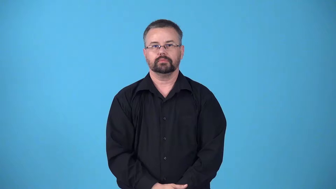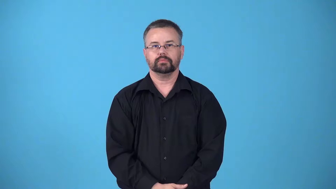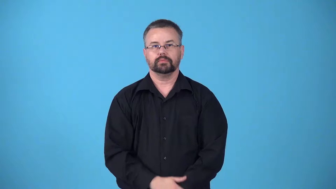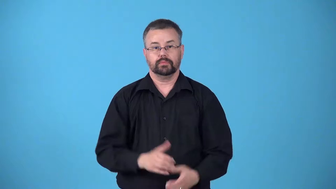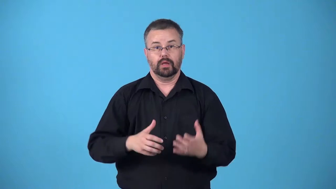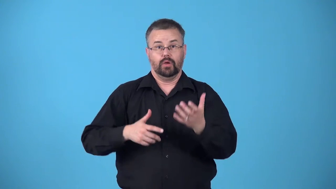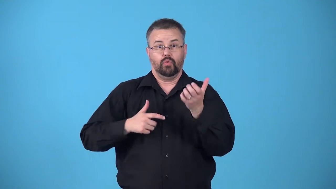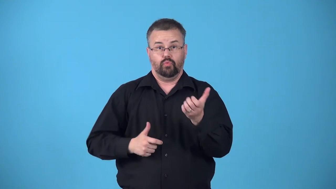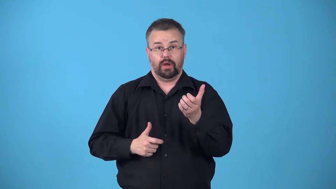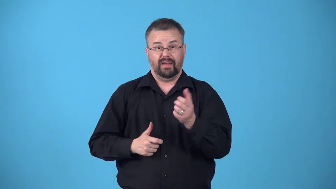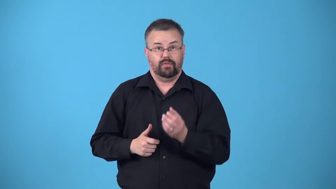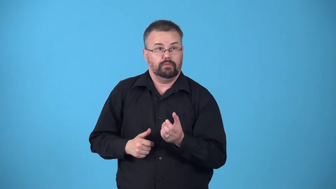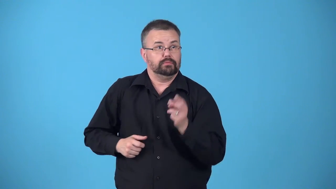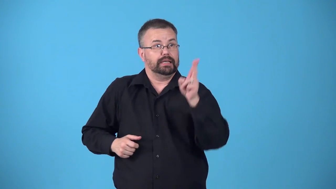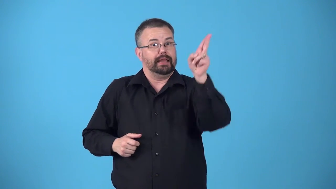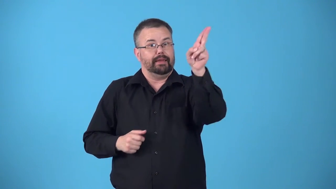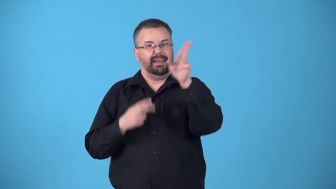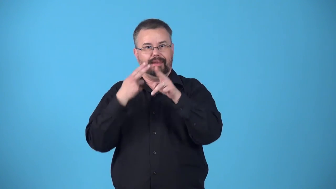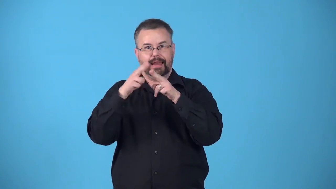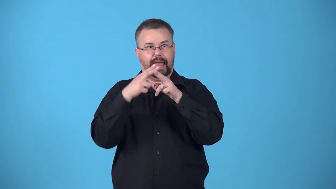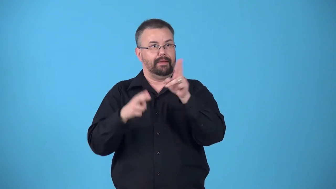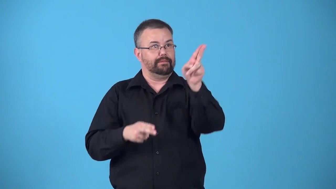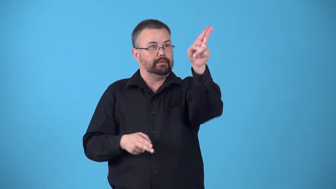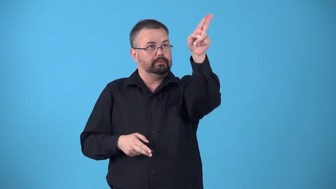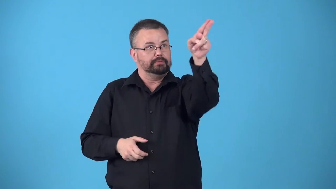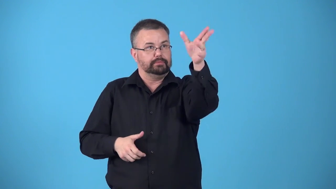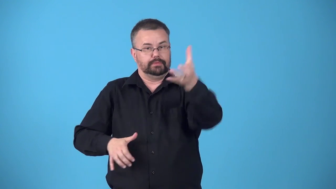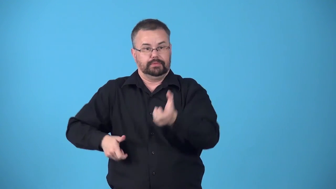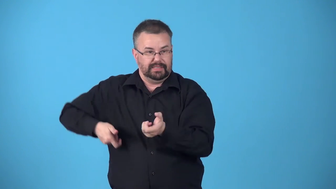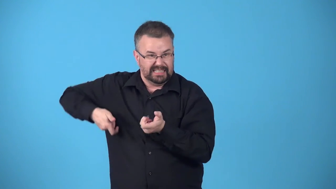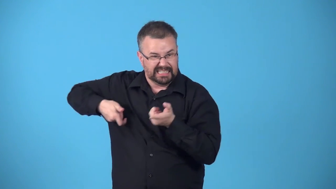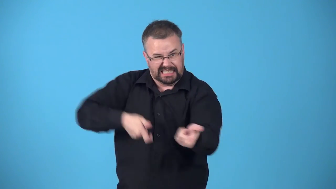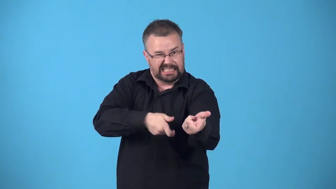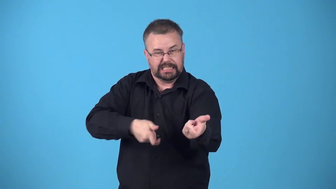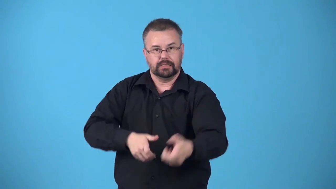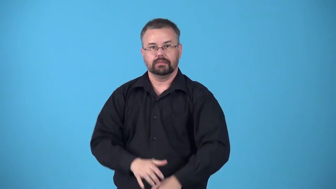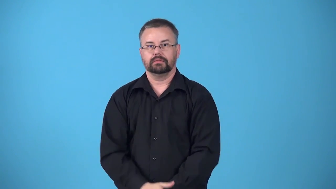bayonet-verb